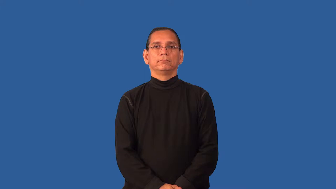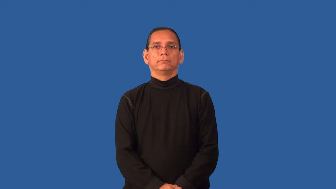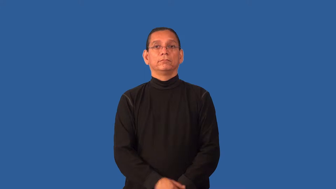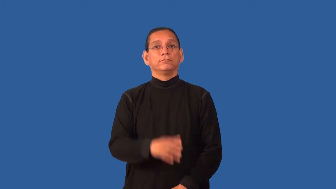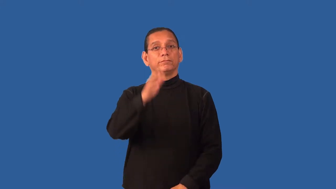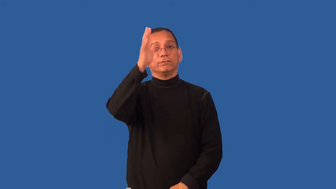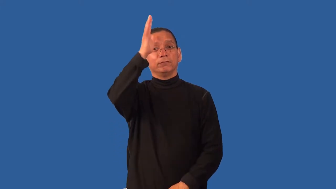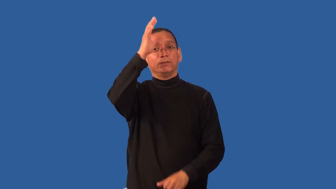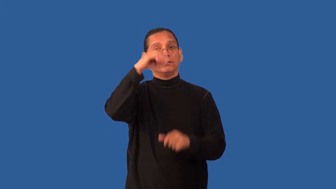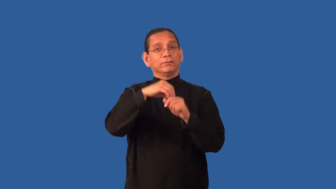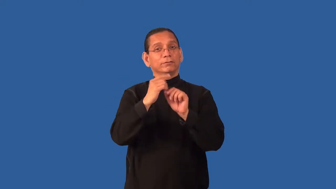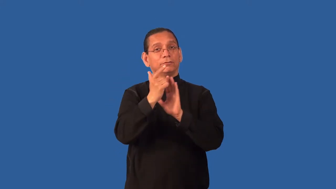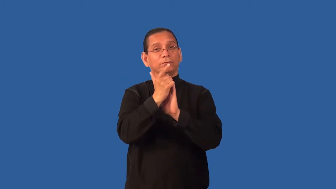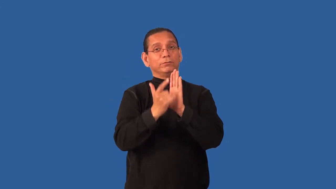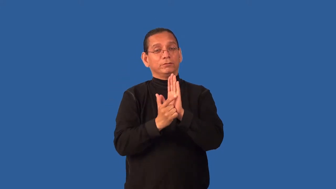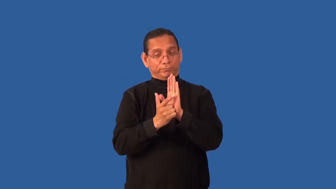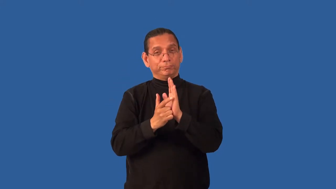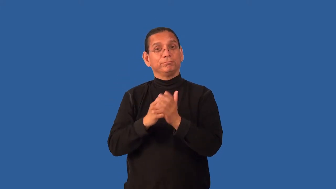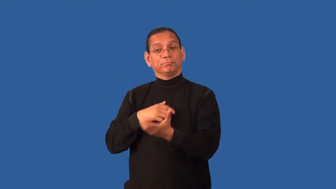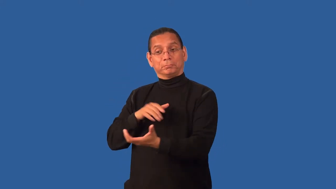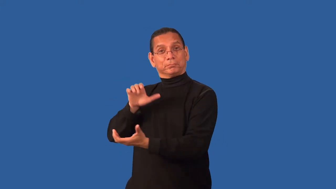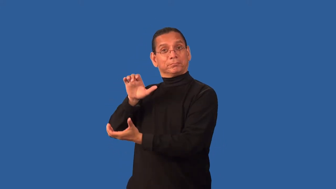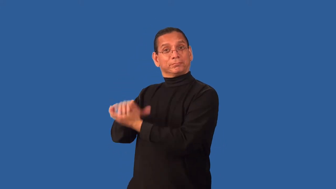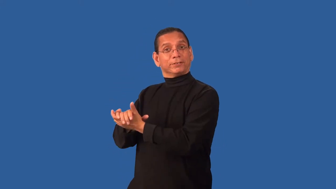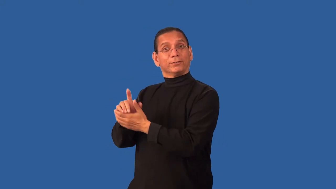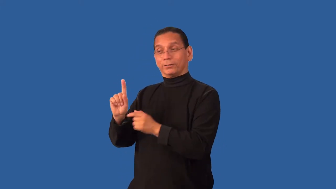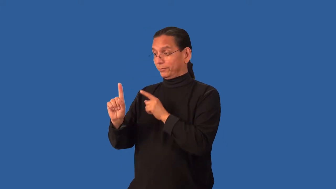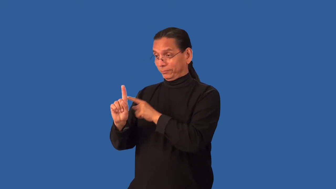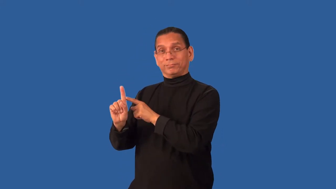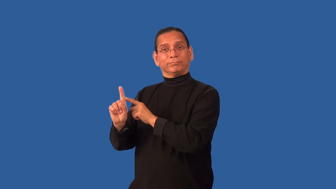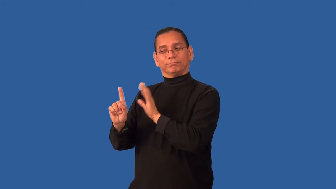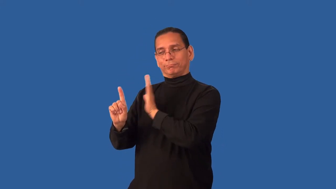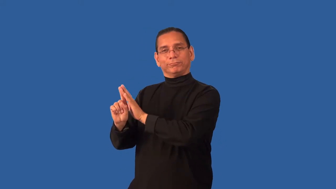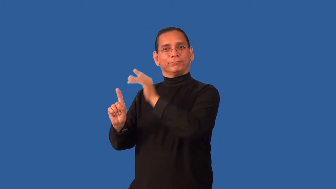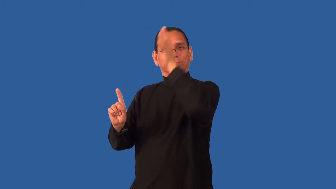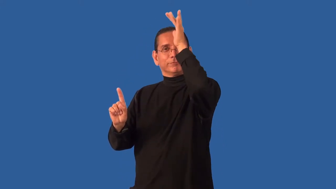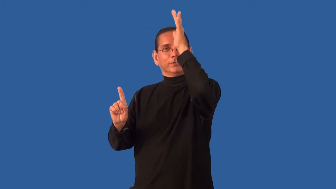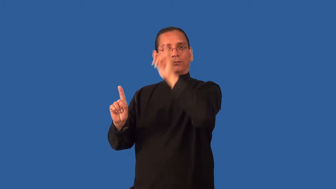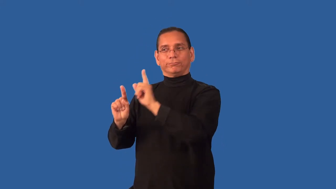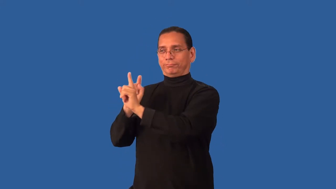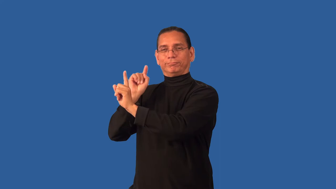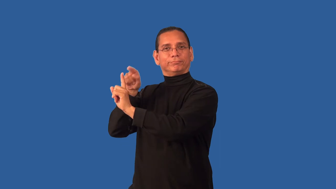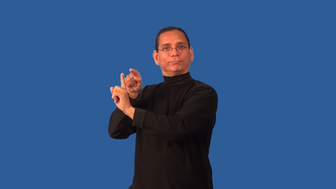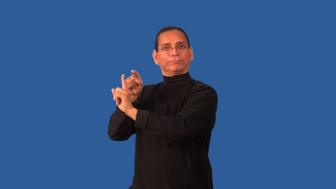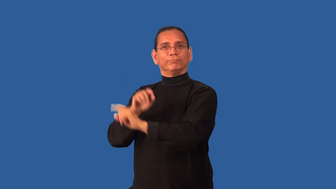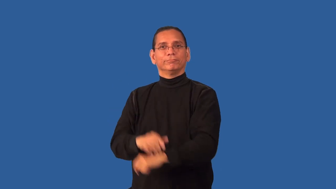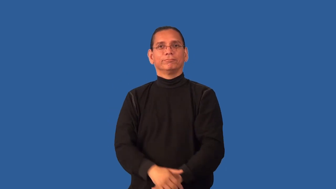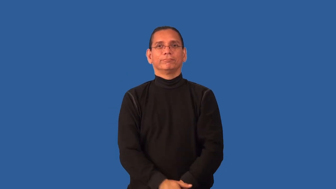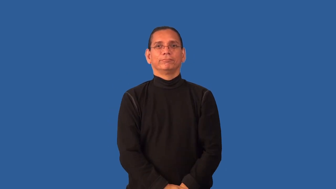father-in-law